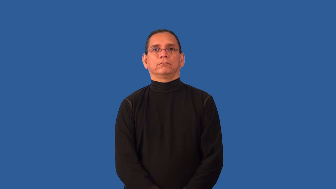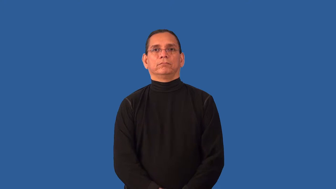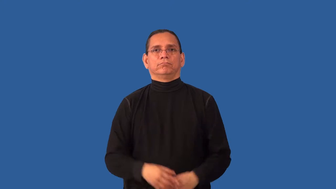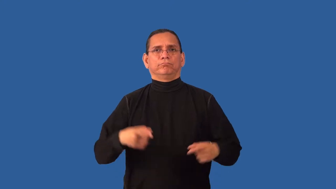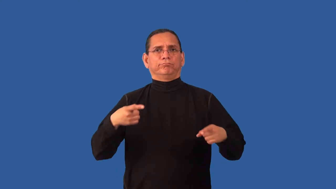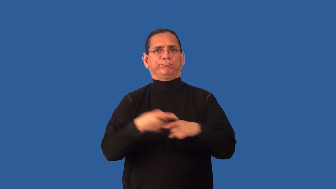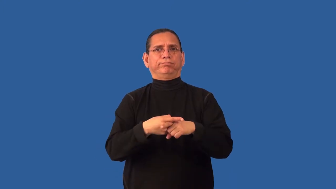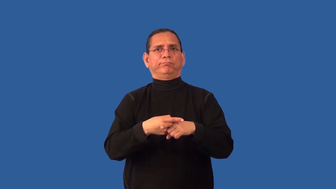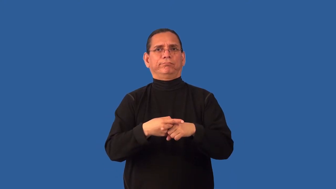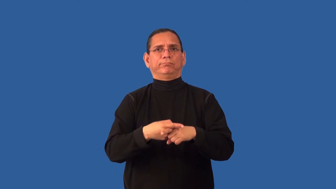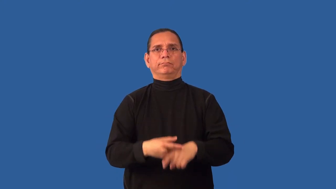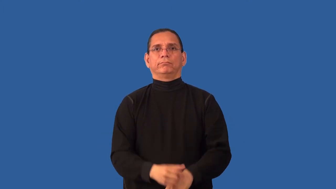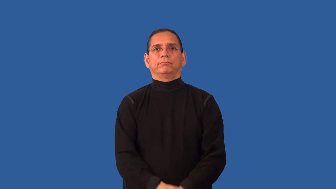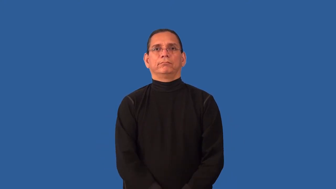inconsistent-result